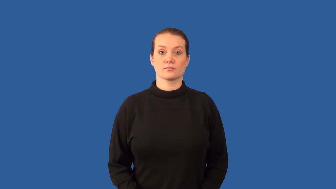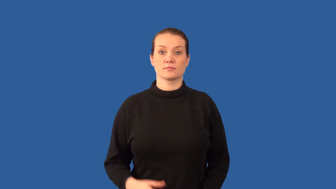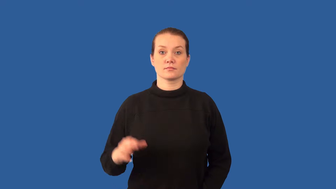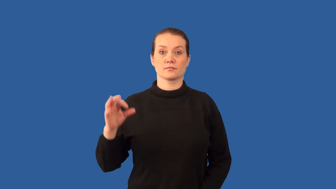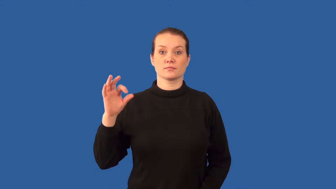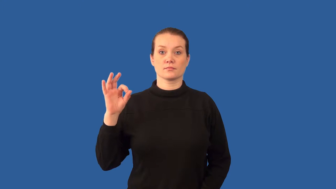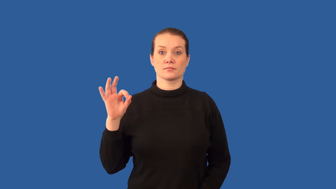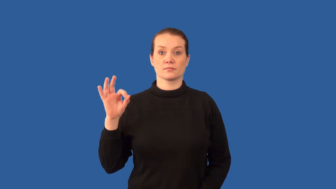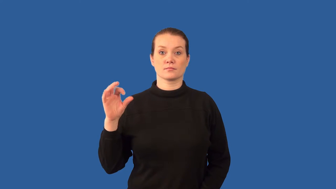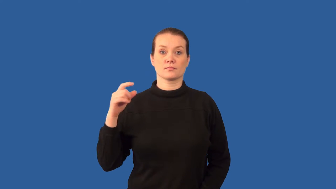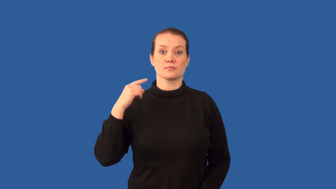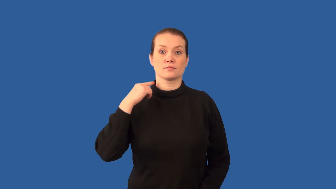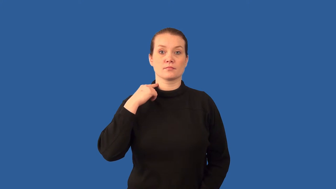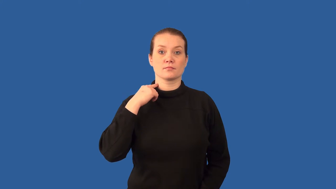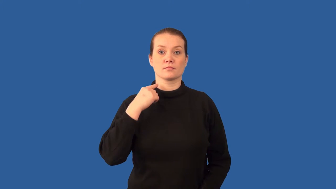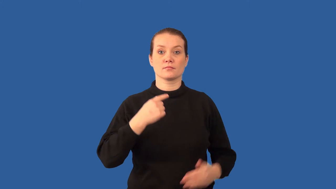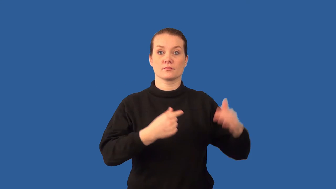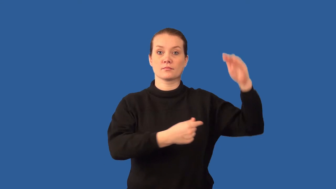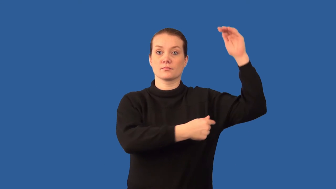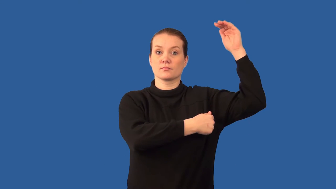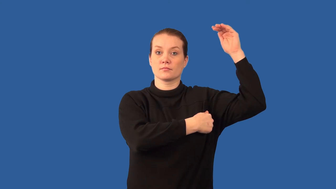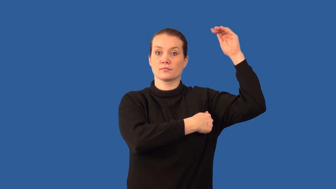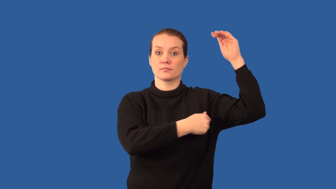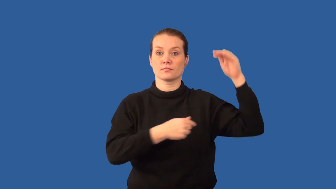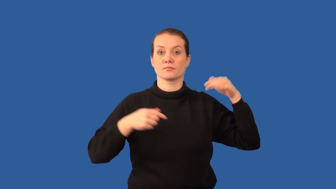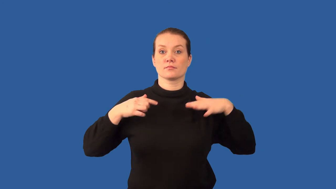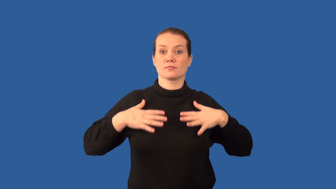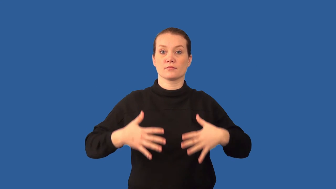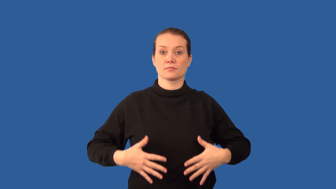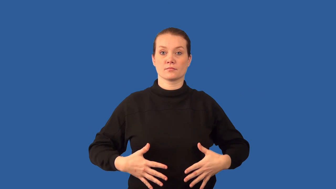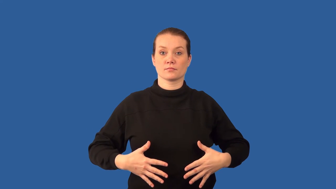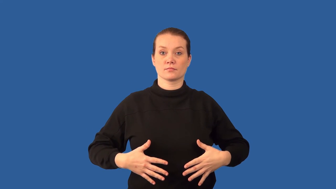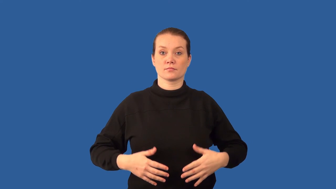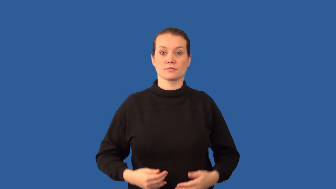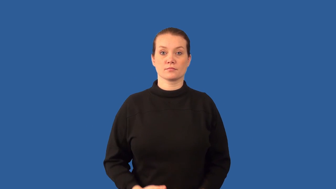lymph node